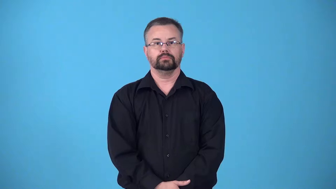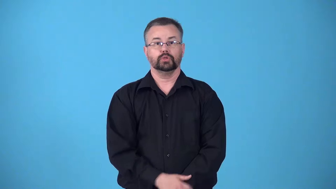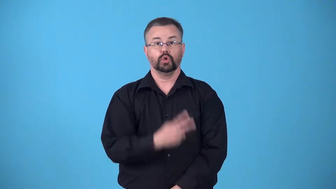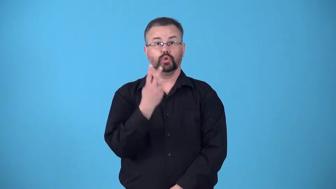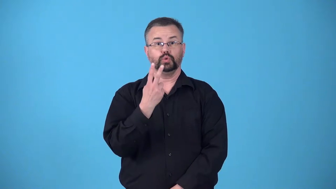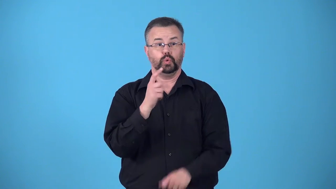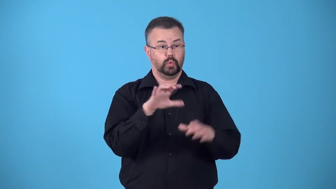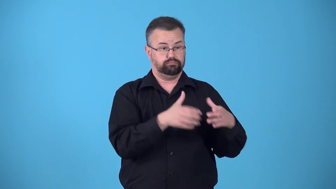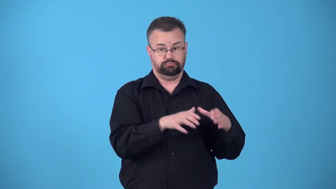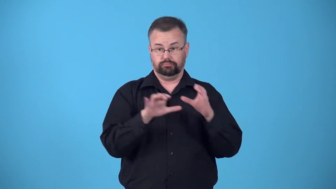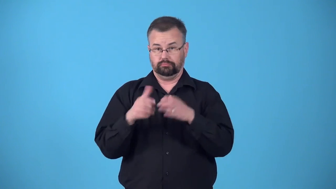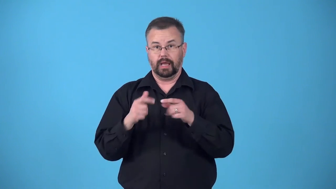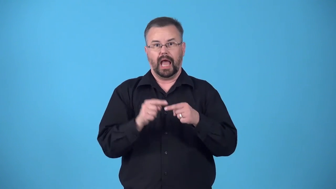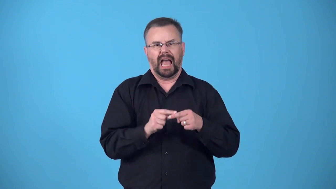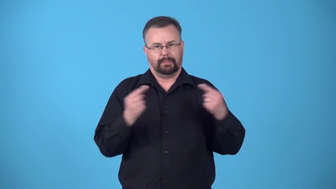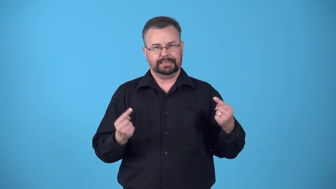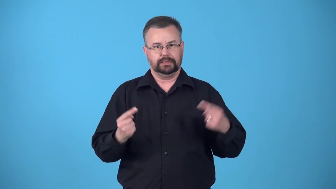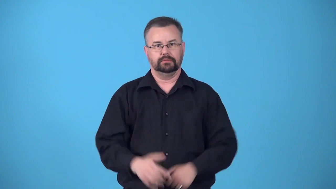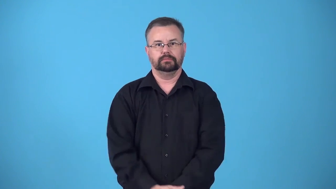bipolar-2 distinct opposite groups